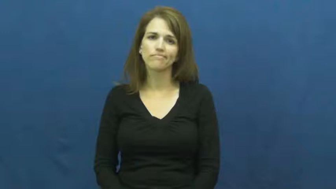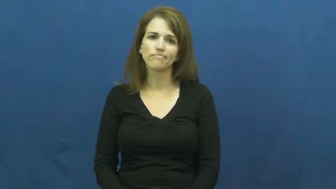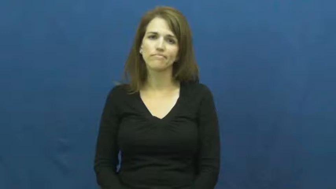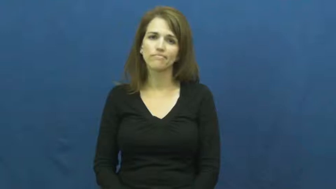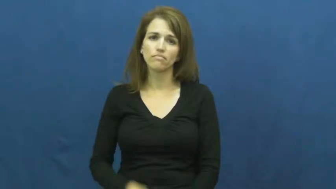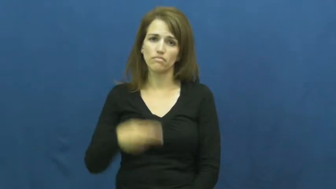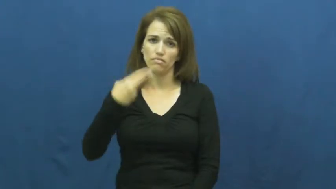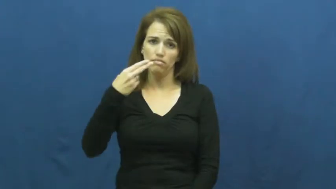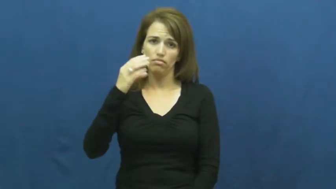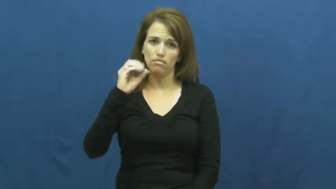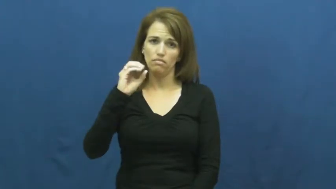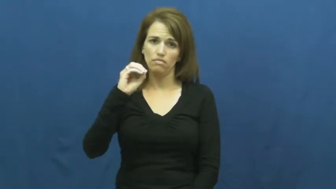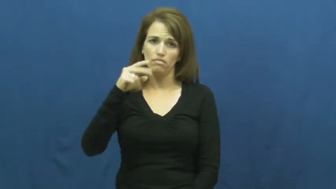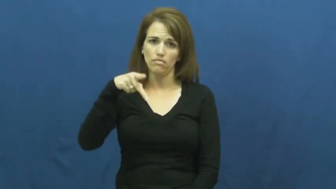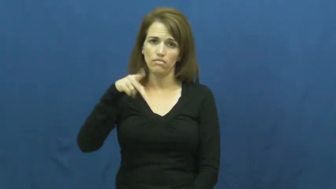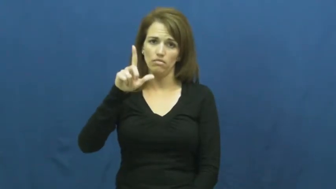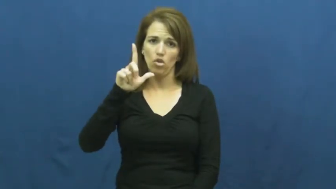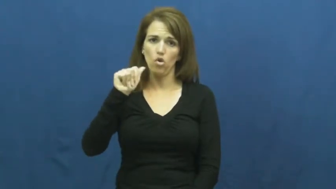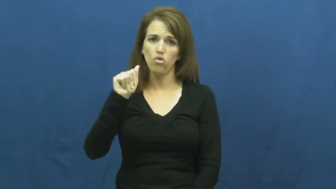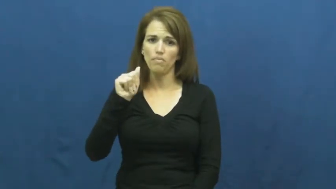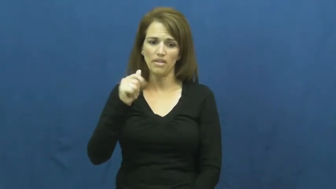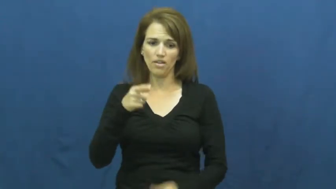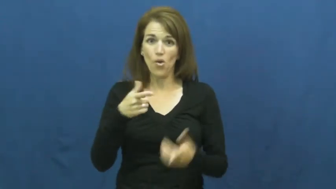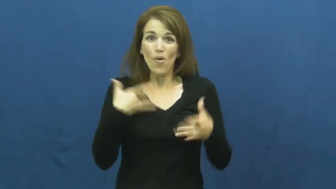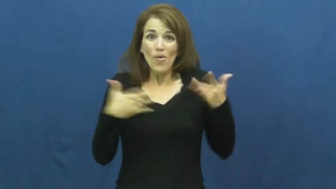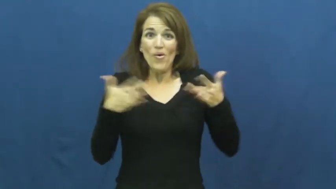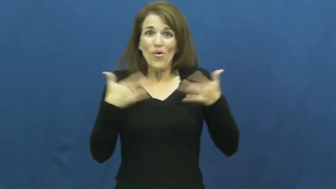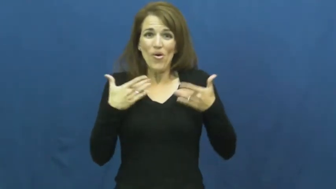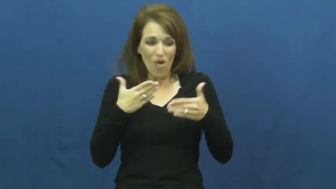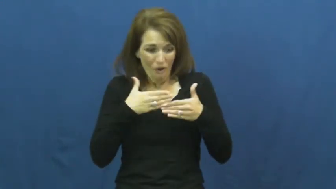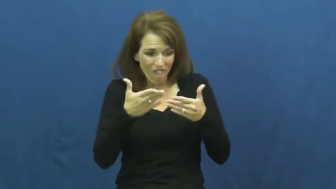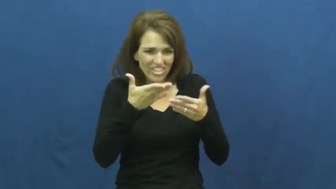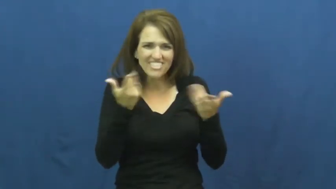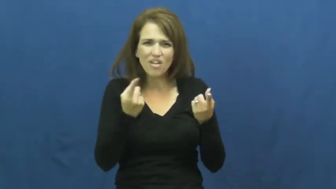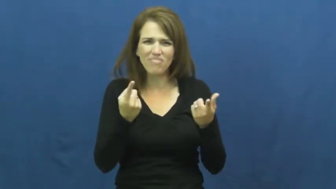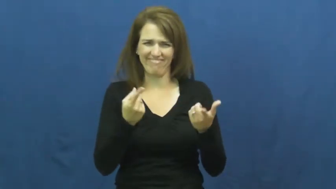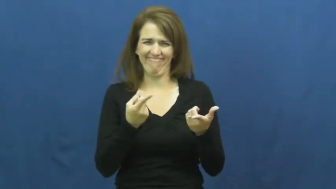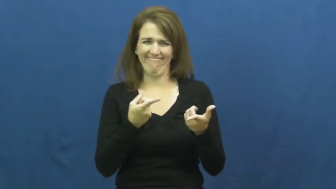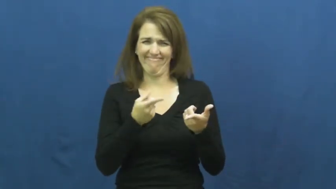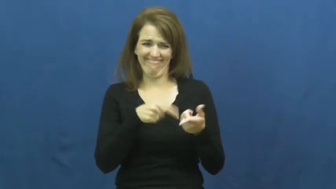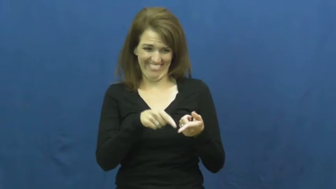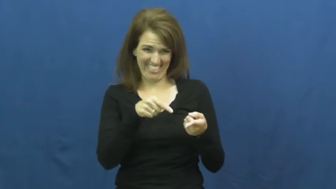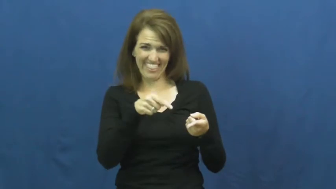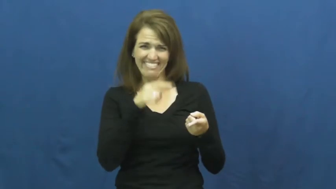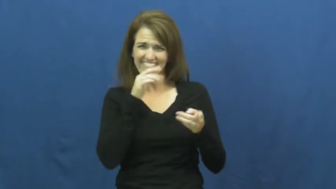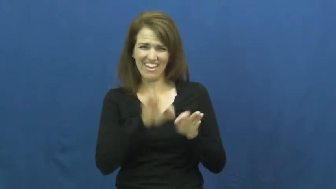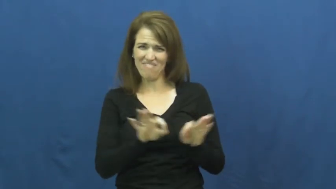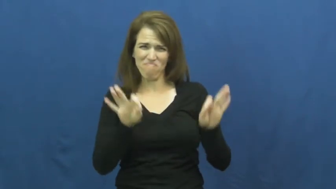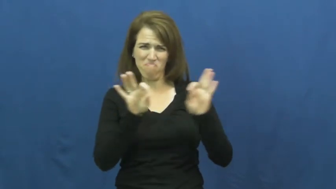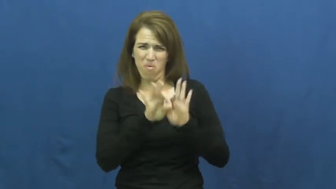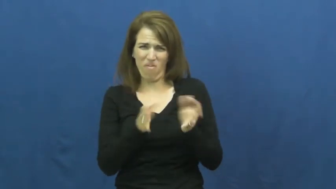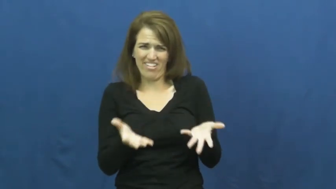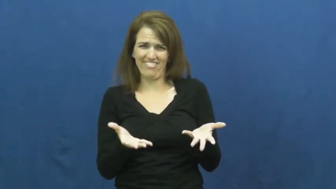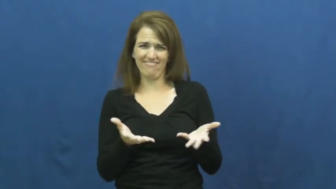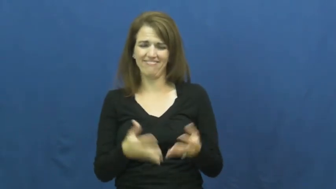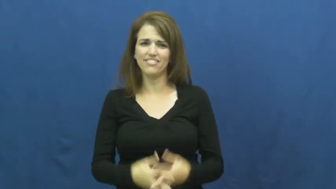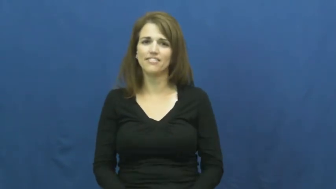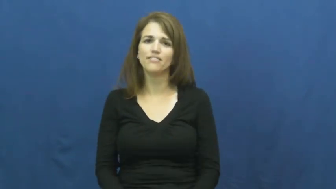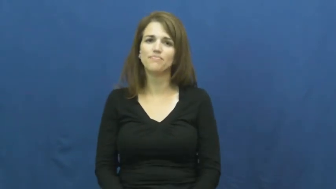hoopla